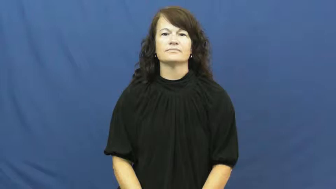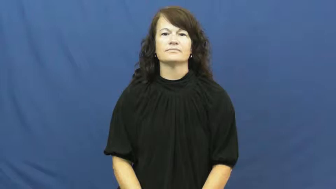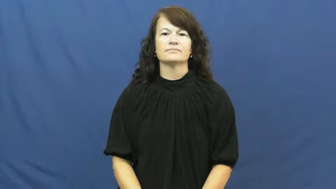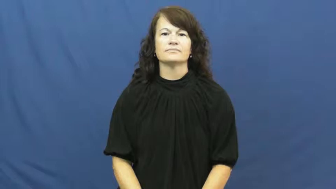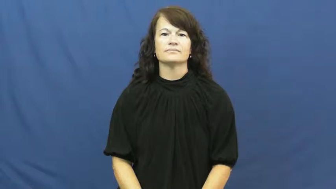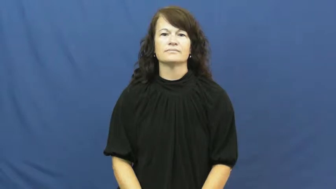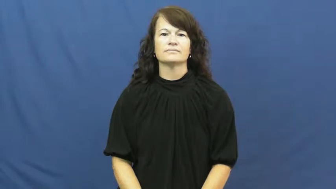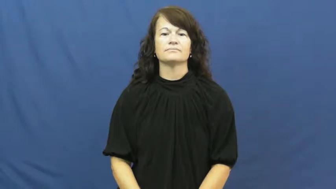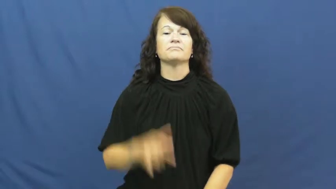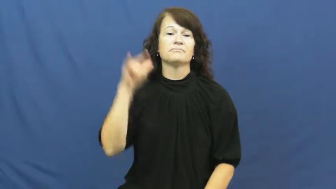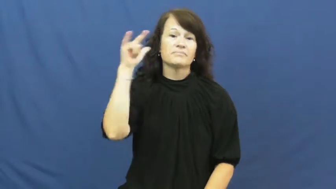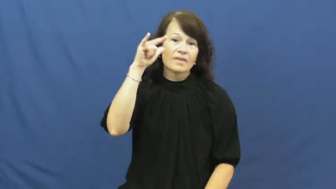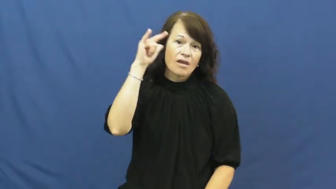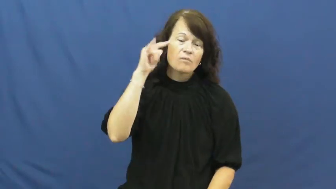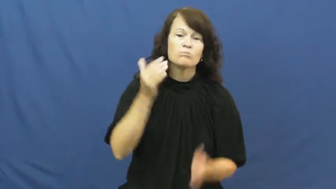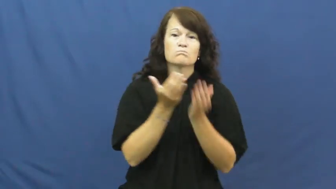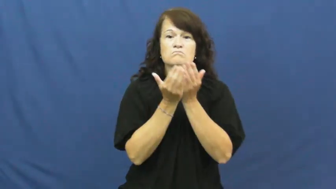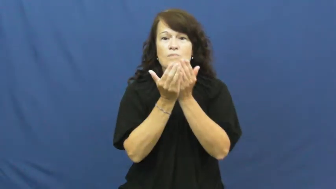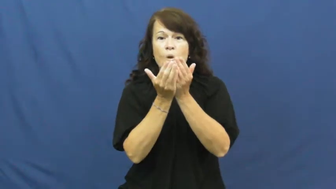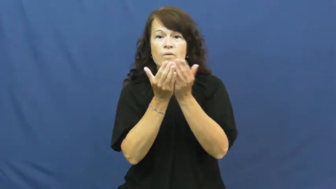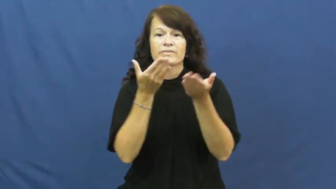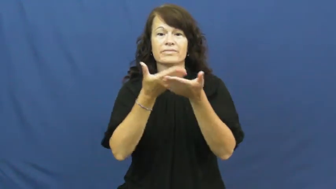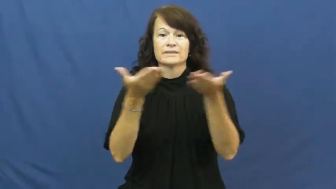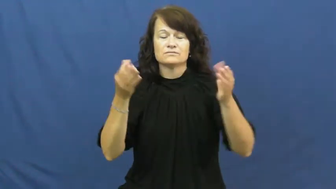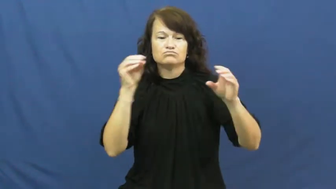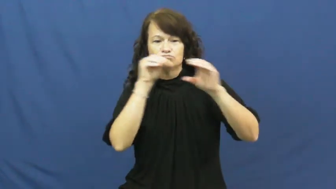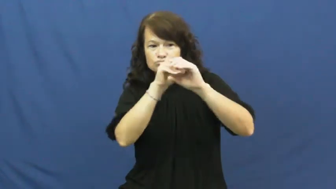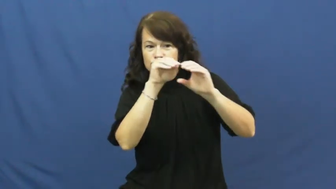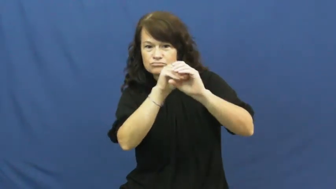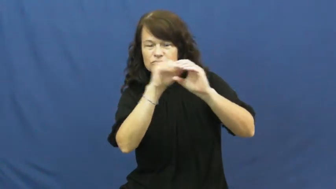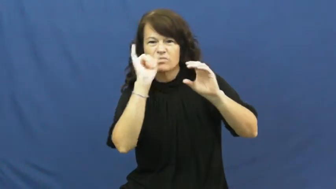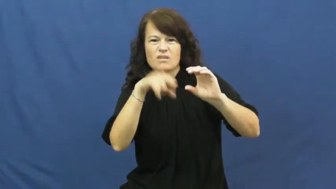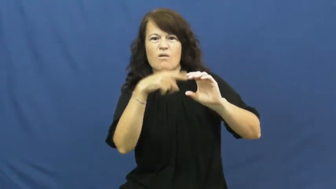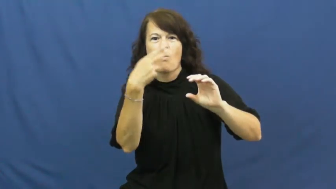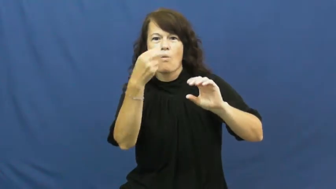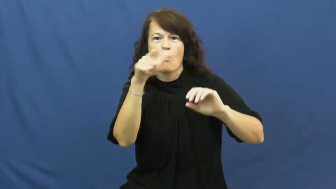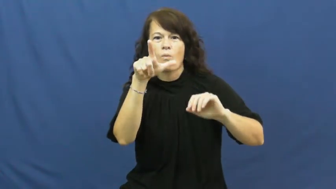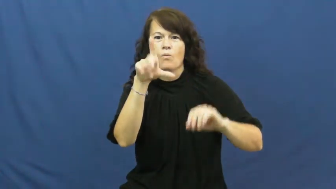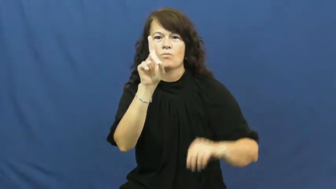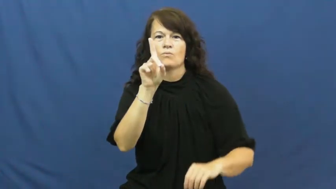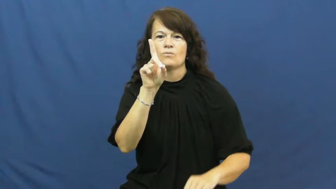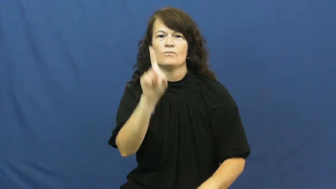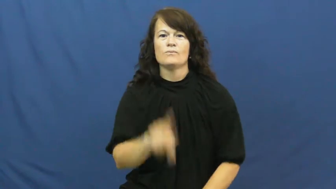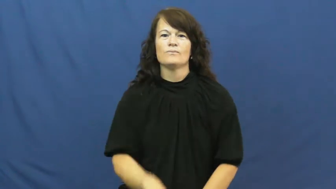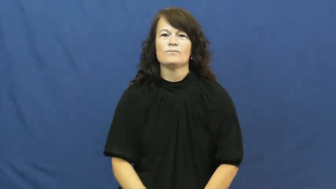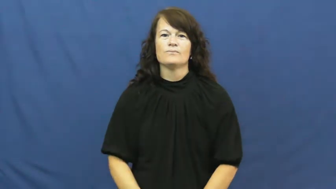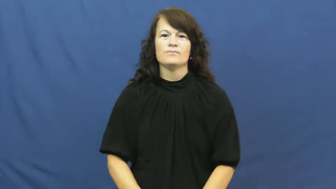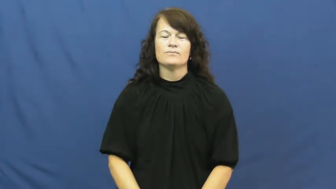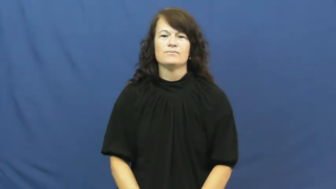hold-cargo